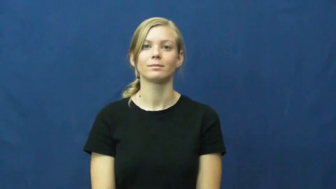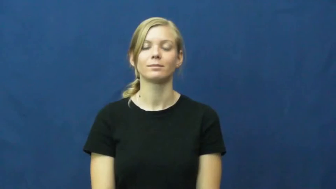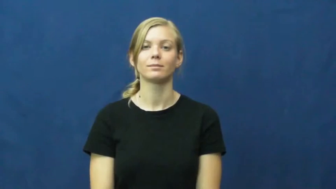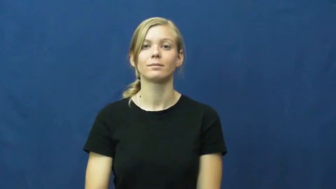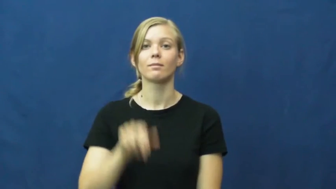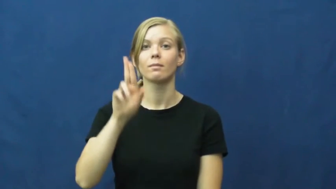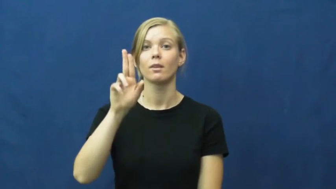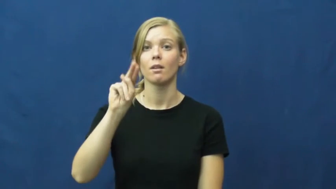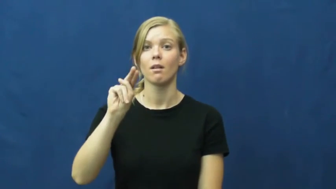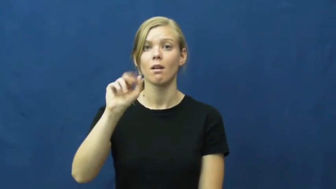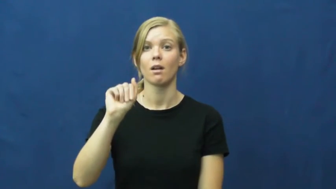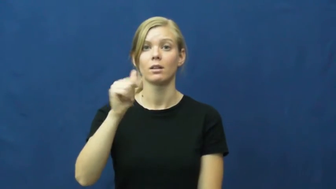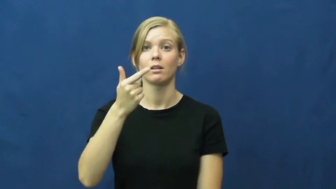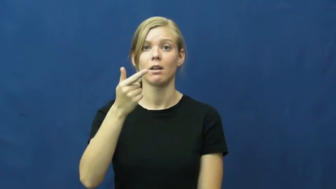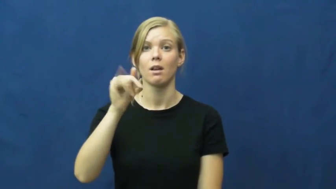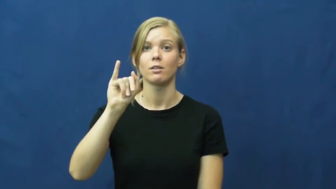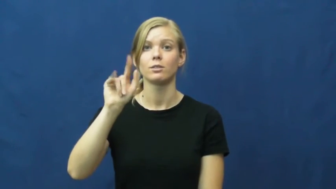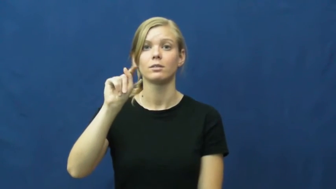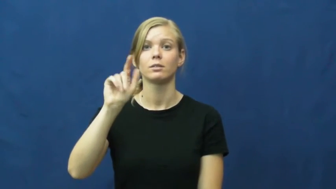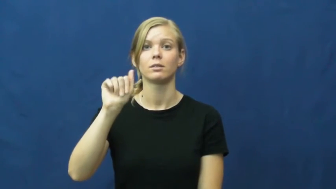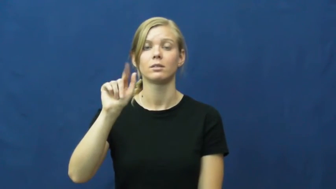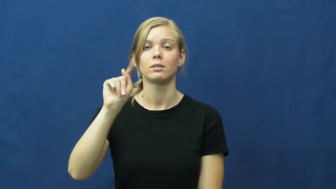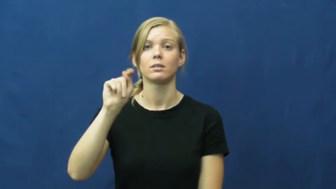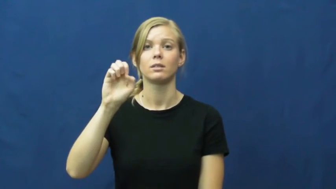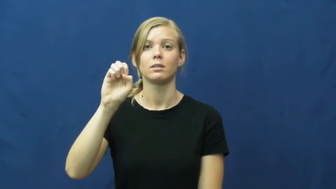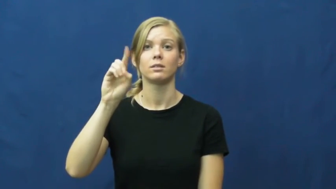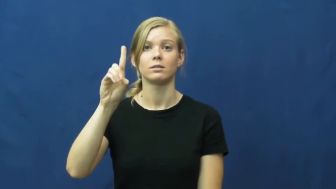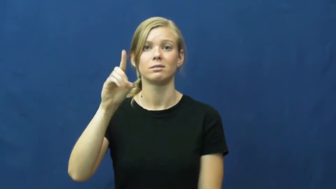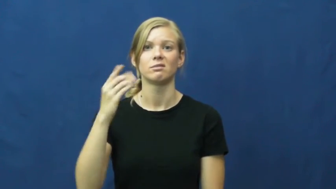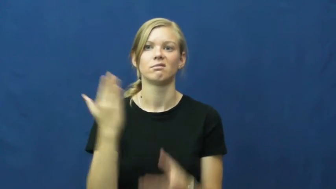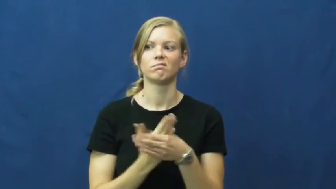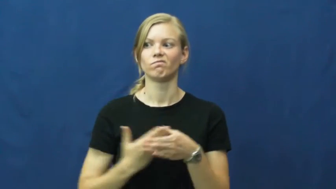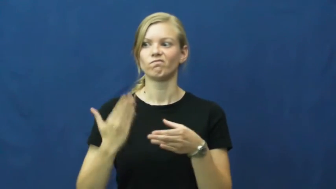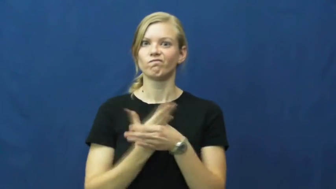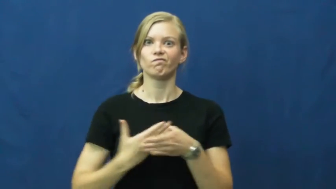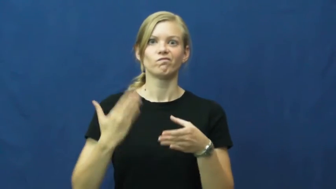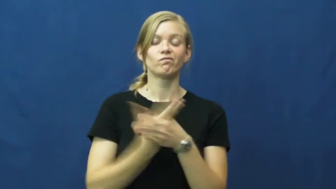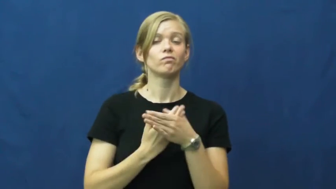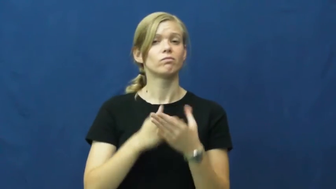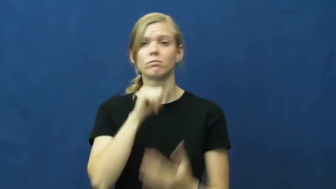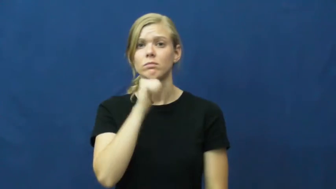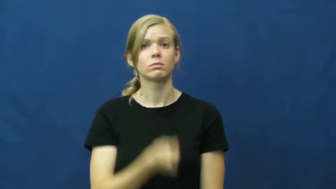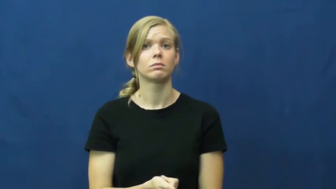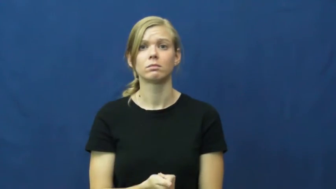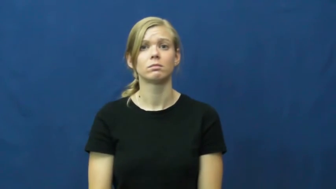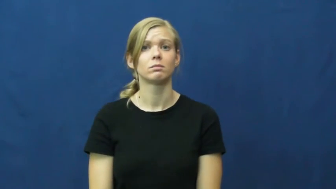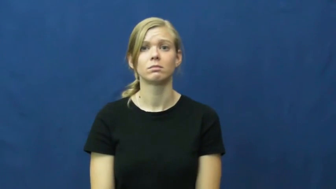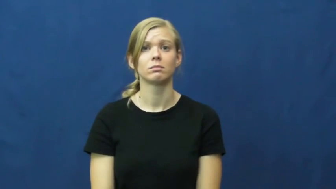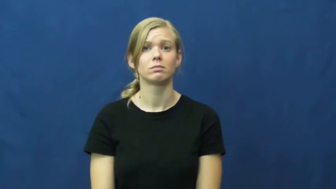unagitated